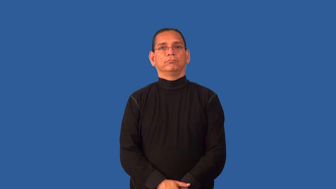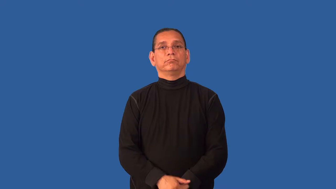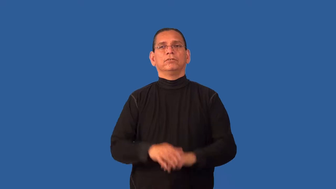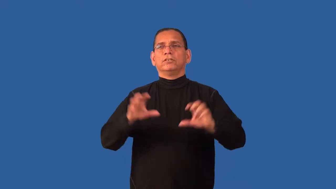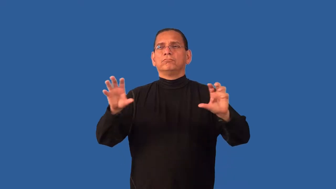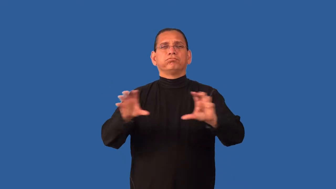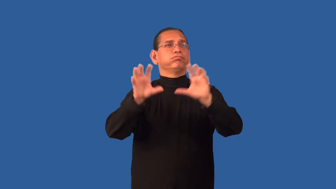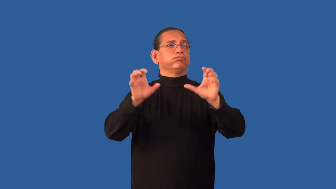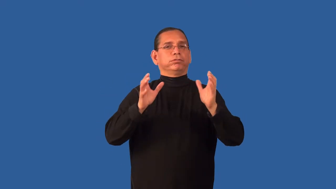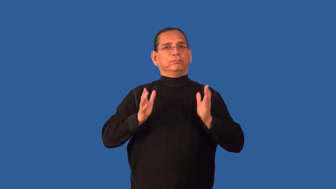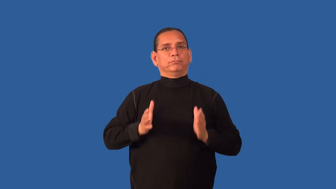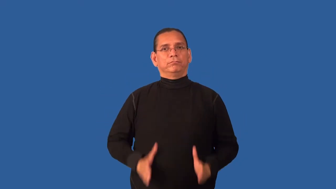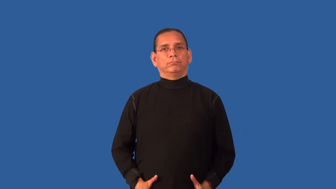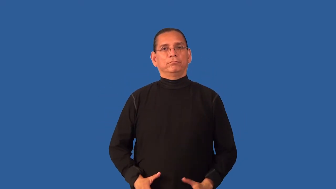decorator